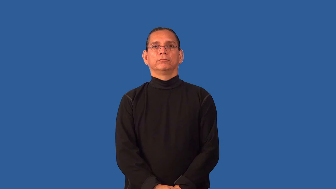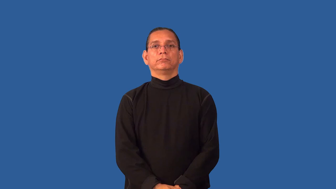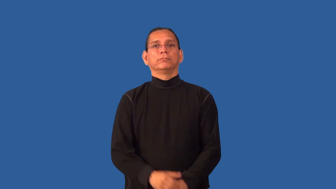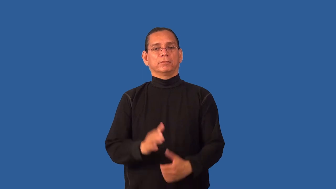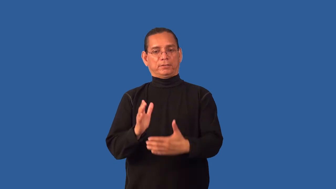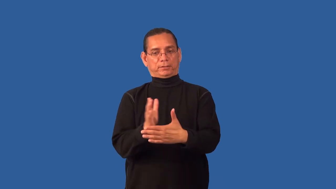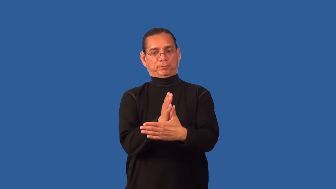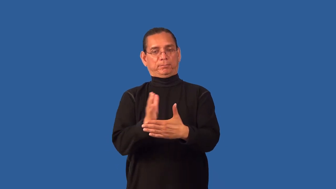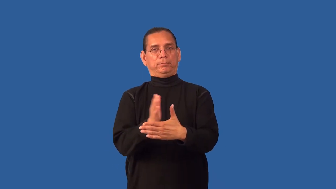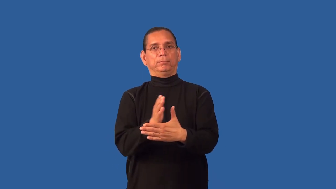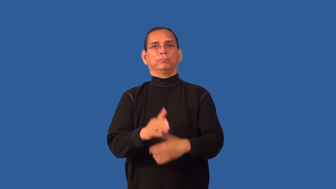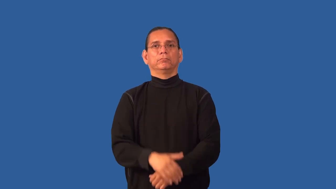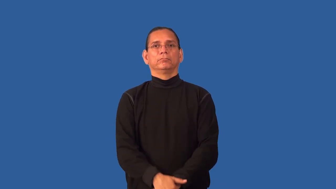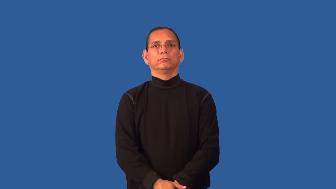gap